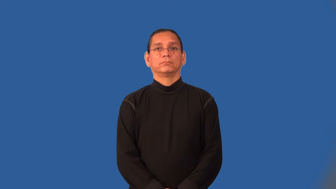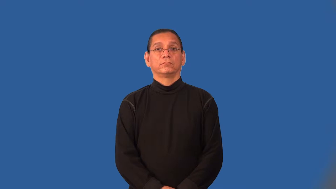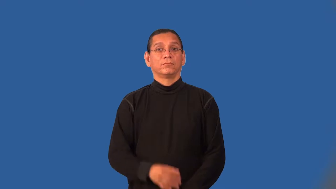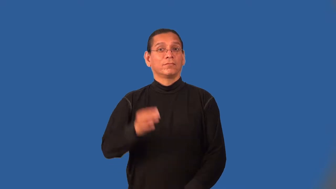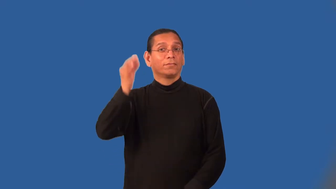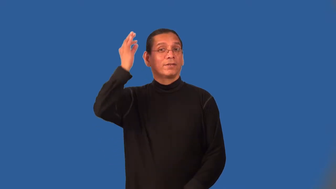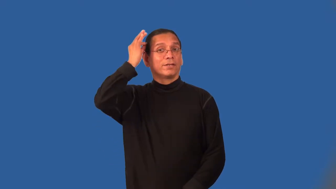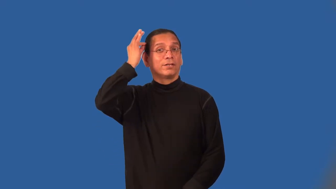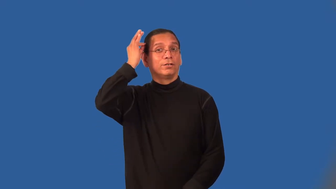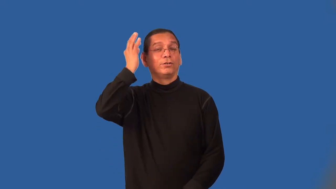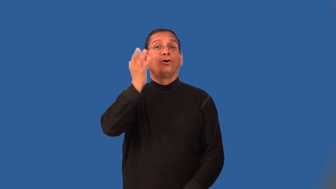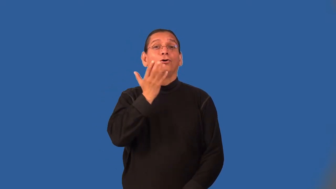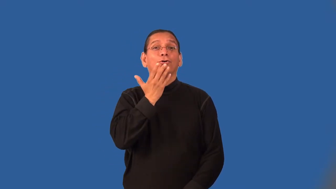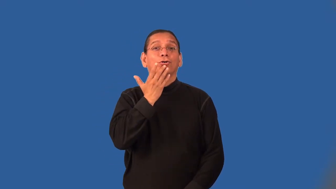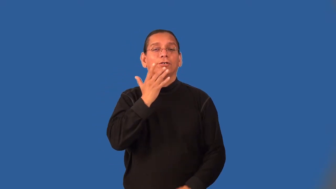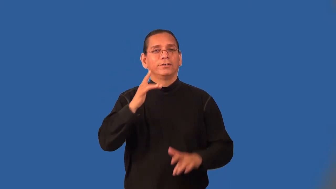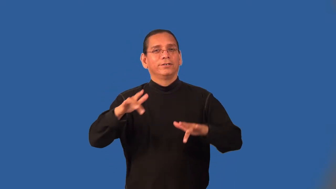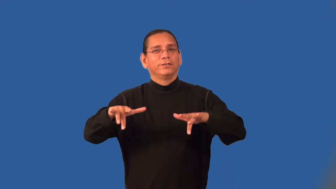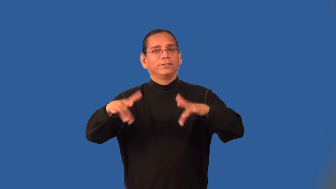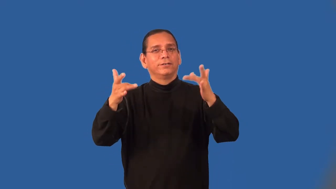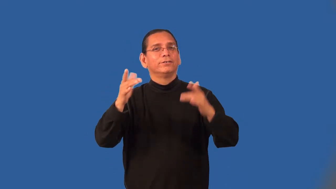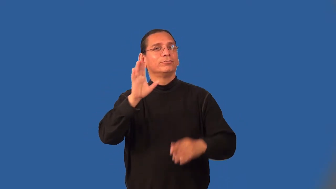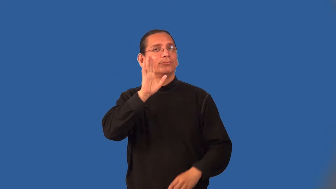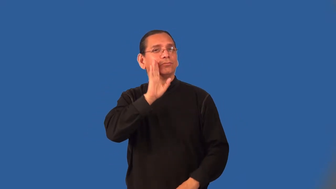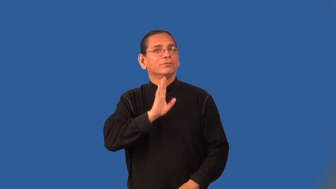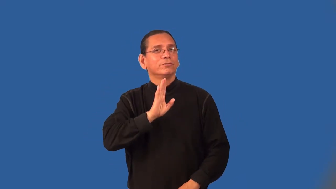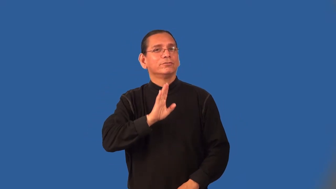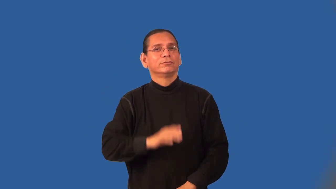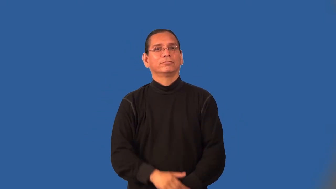mousy-hair